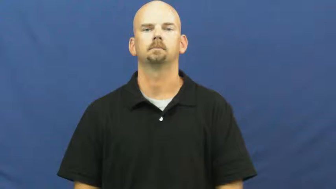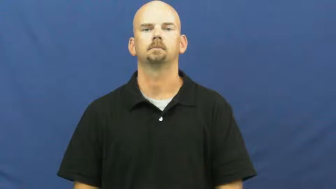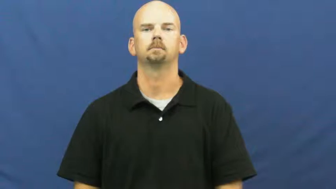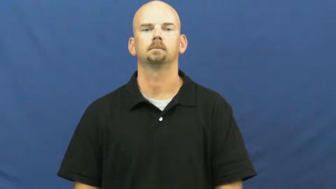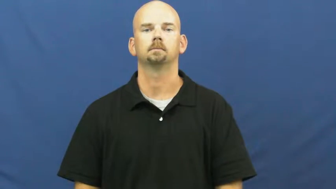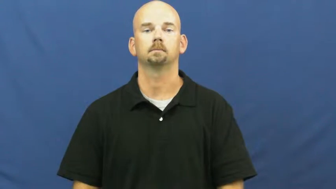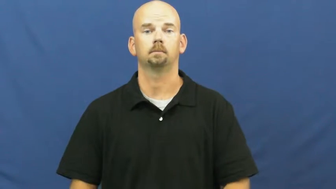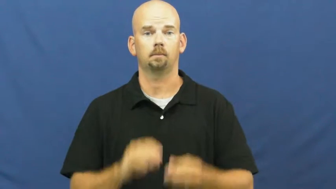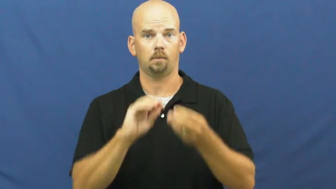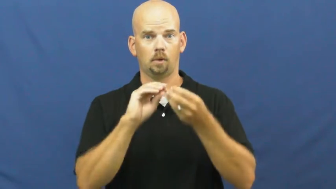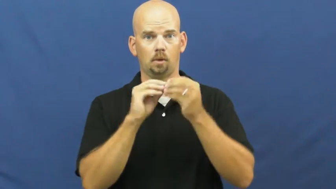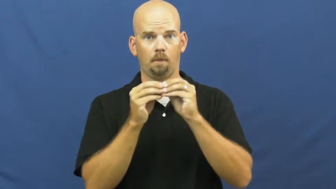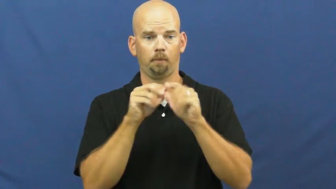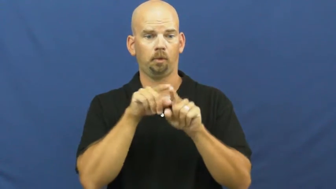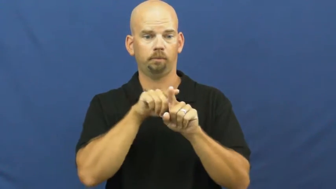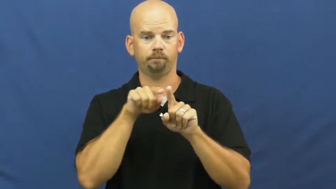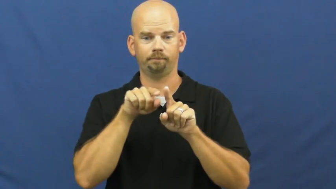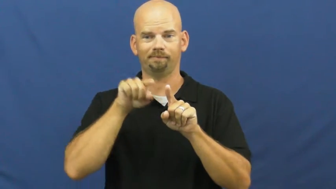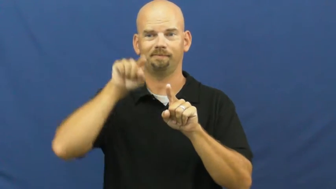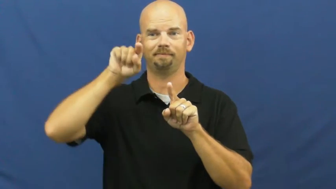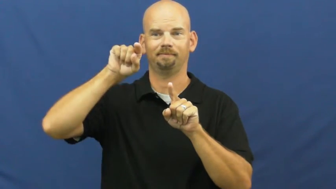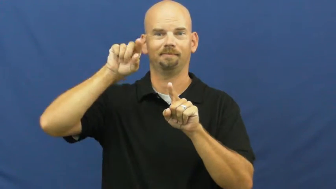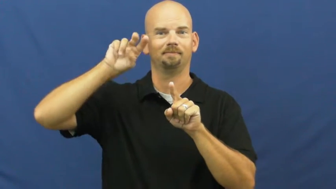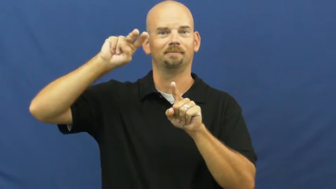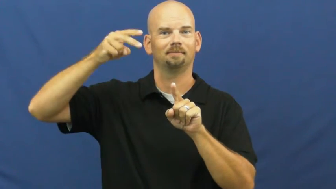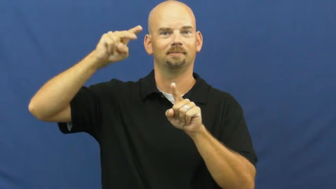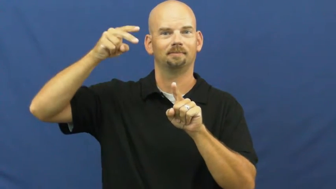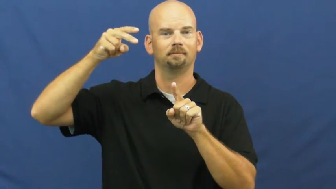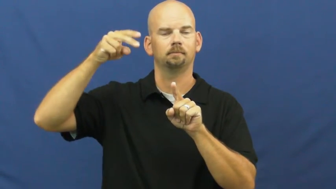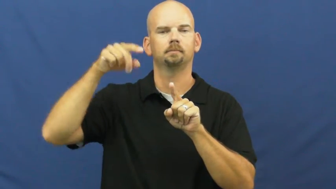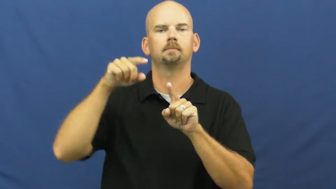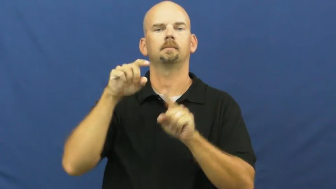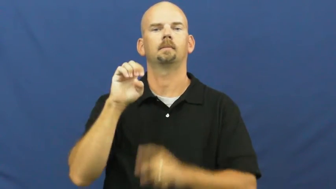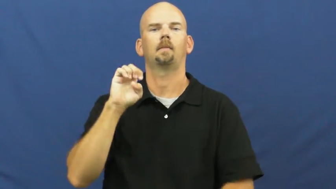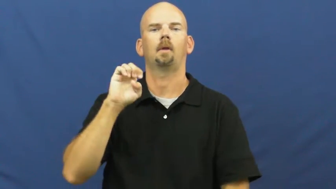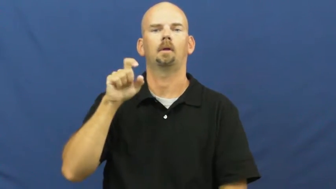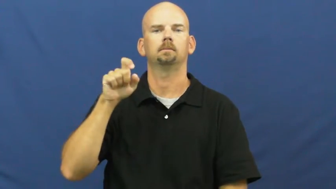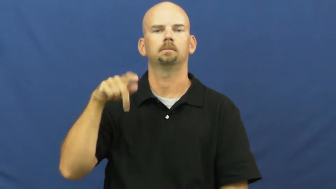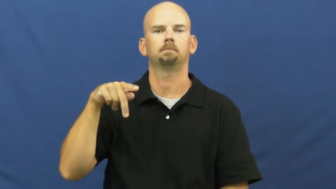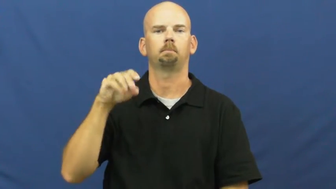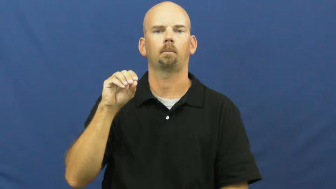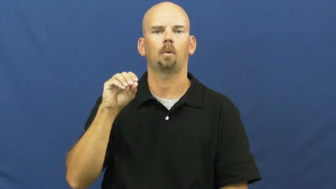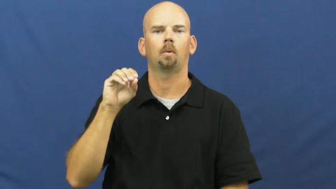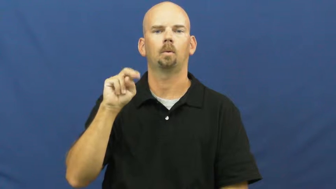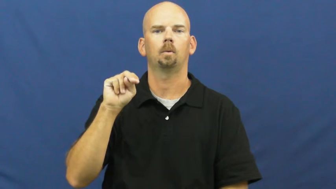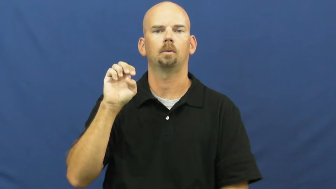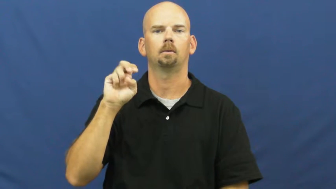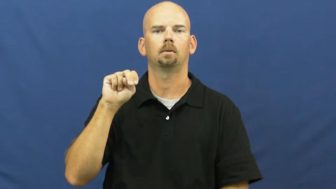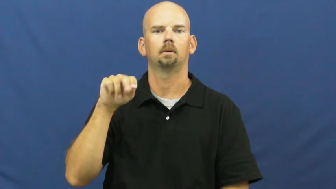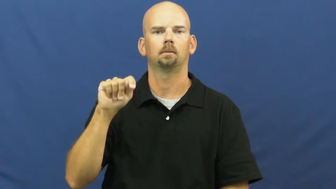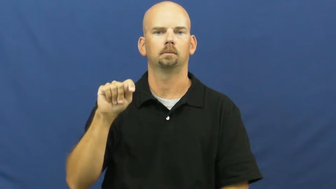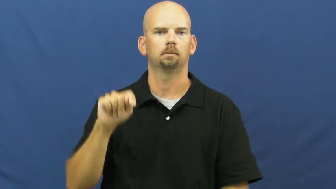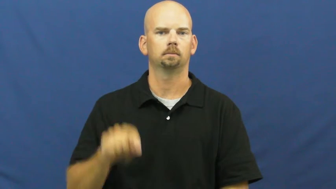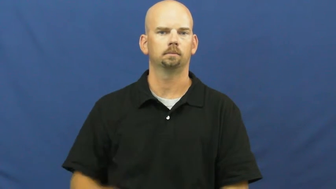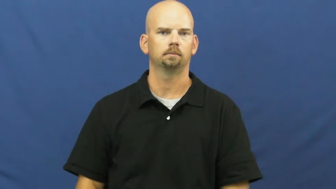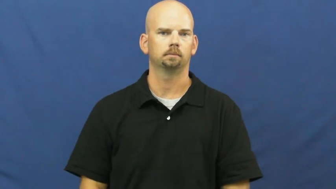exponent-number